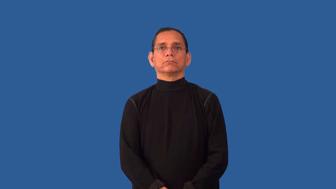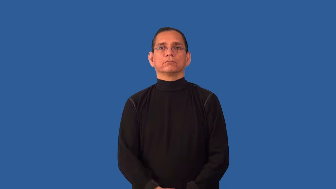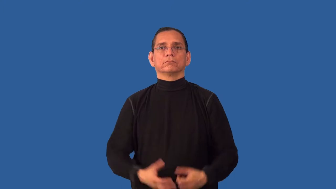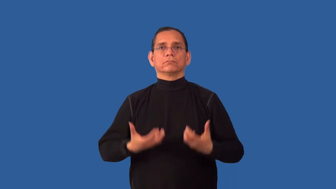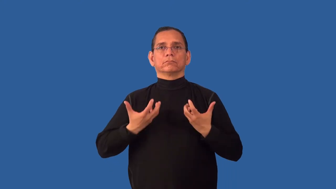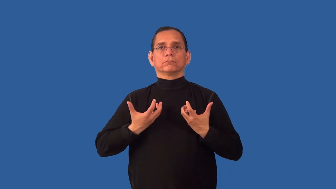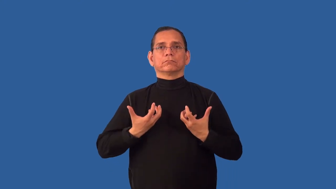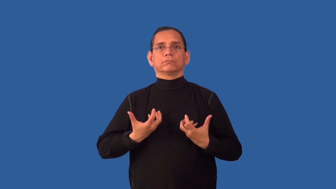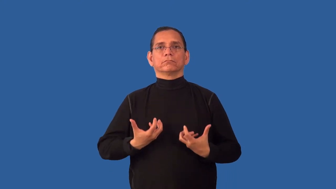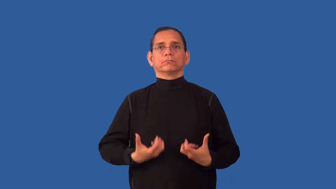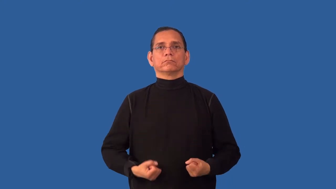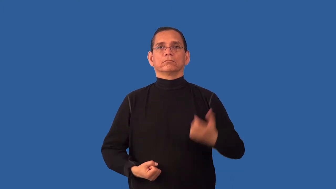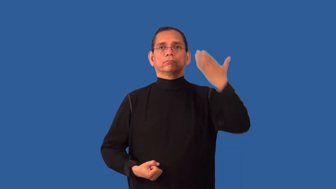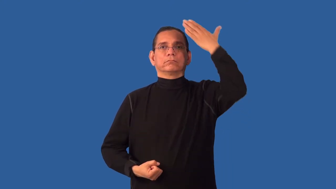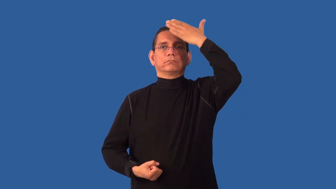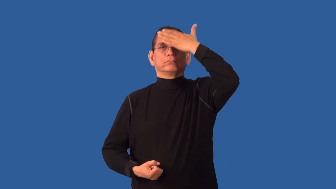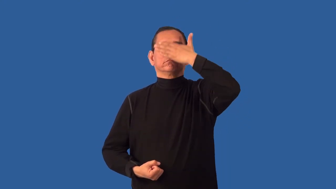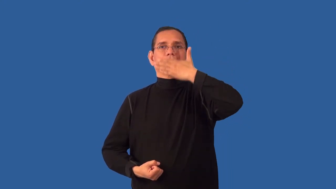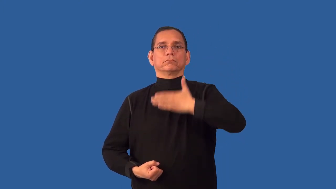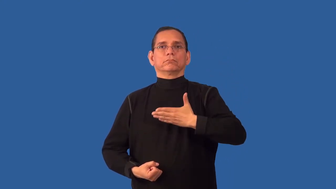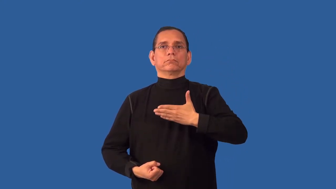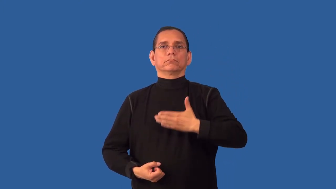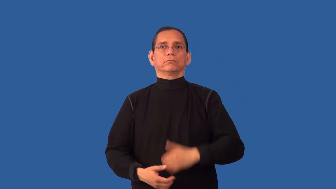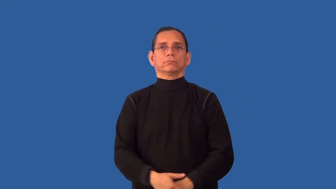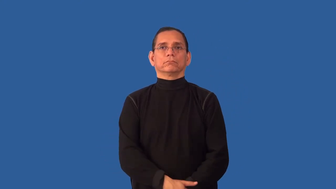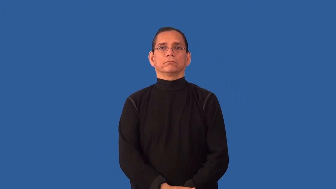undemonstrative